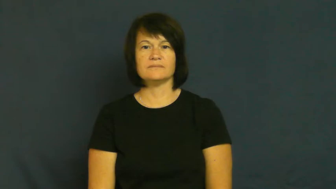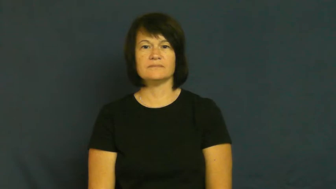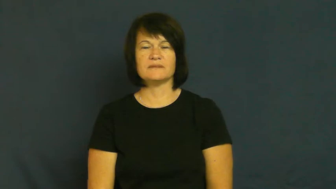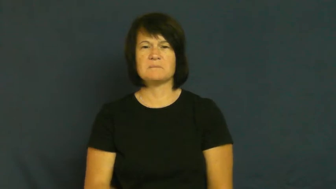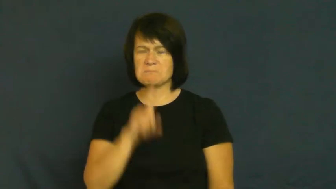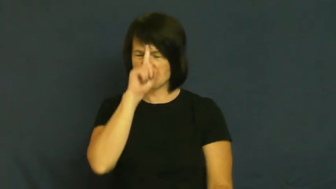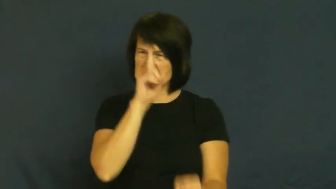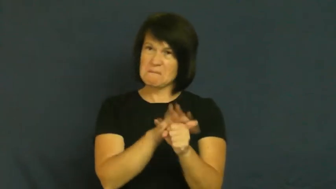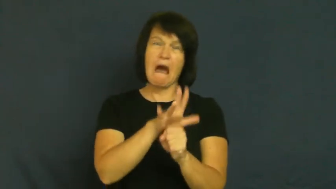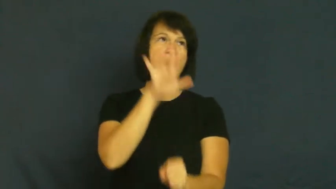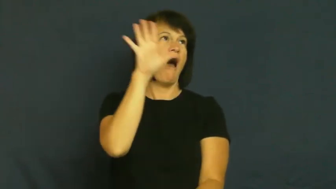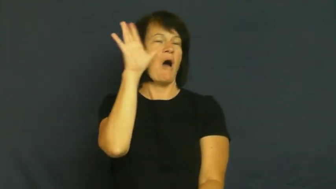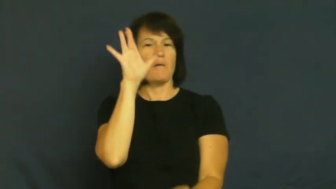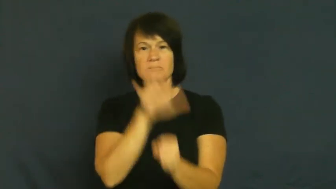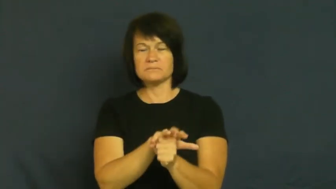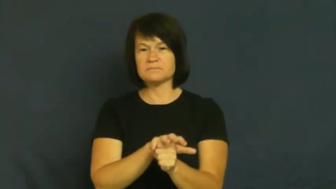"fit to be tied"